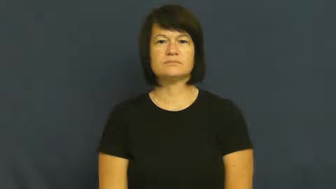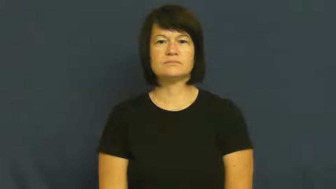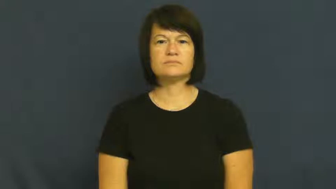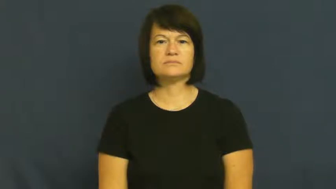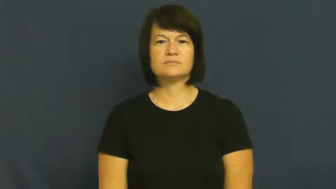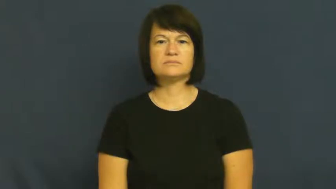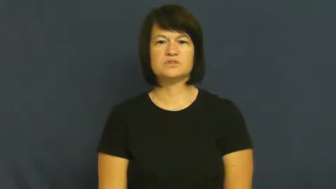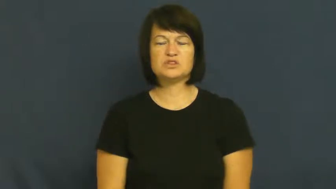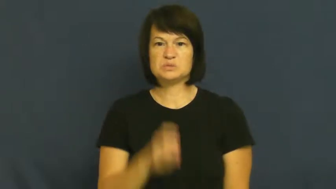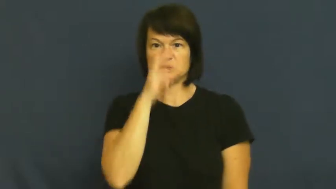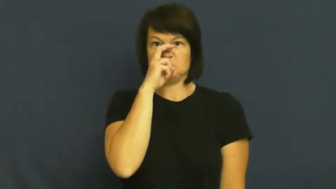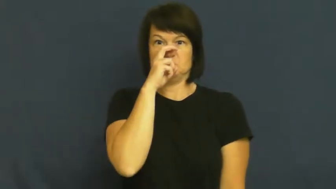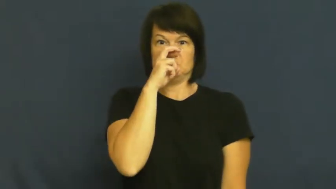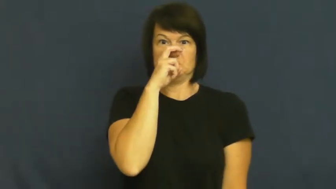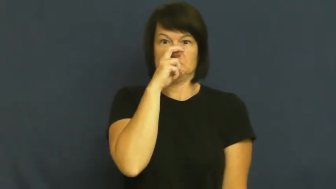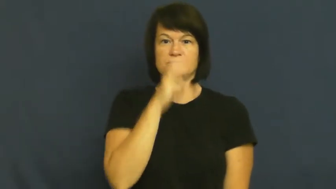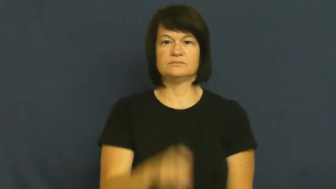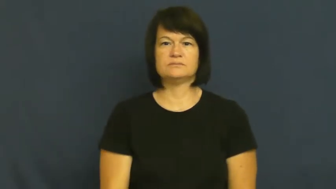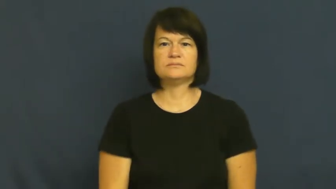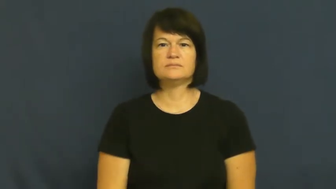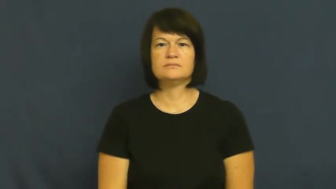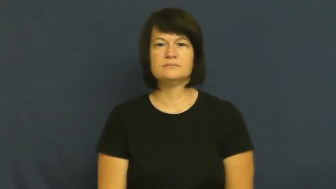rigid-strict